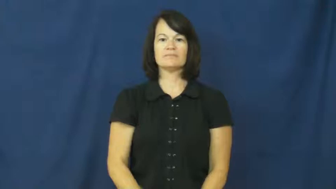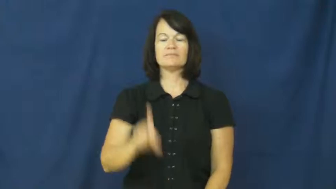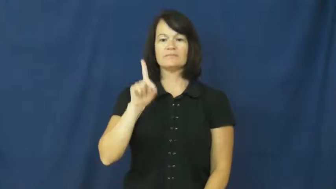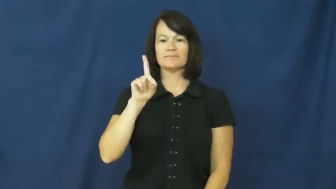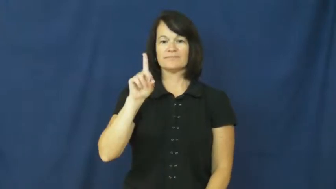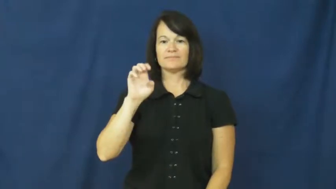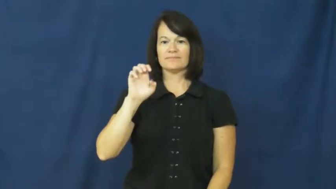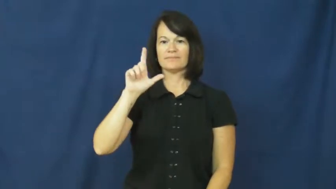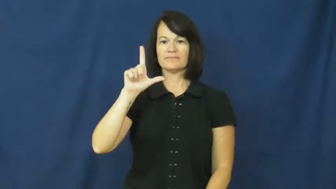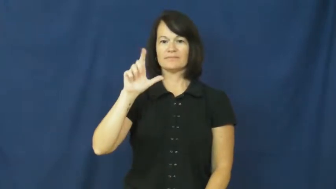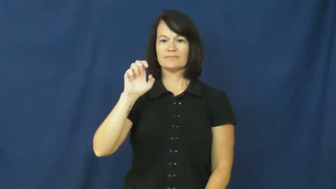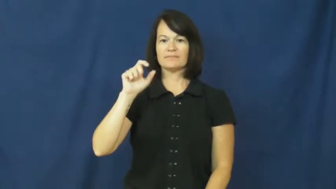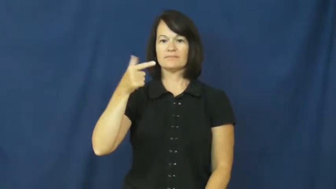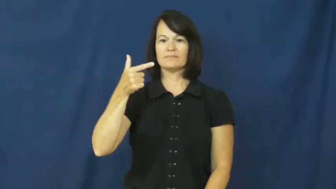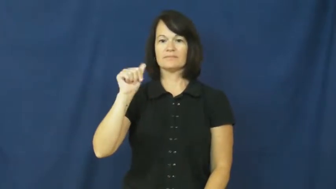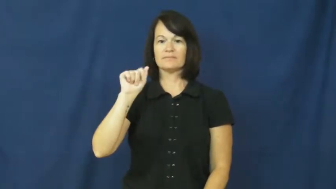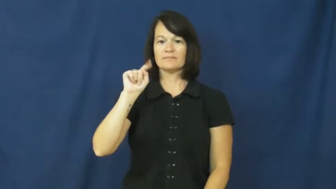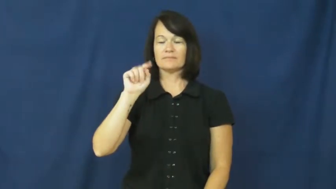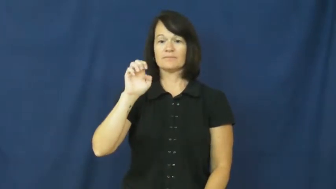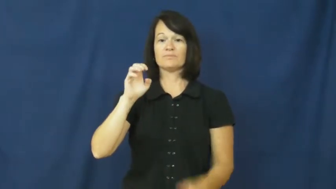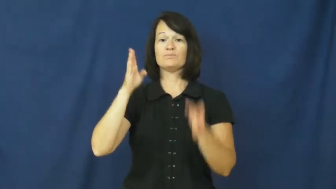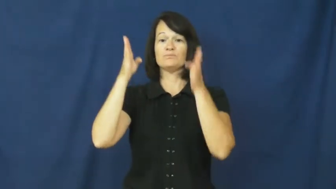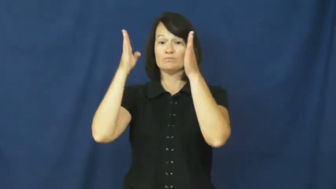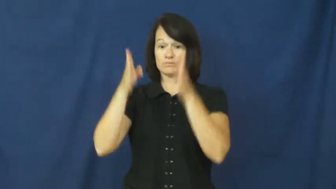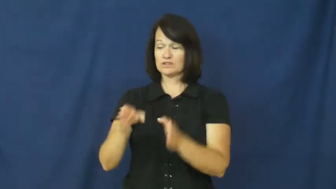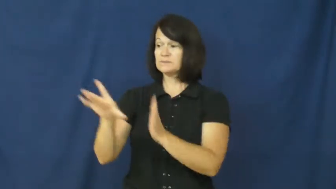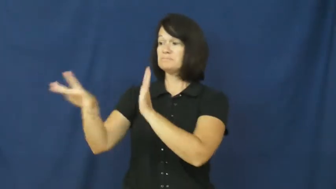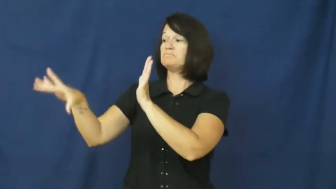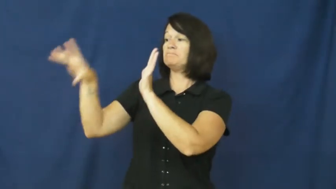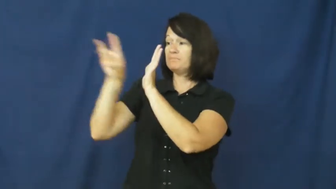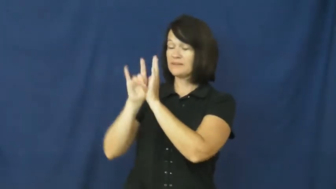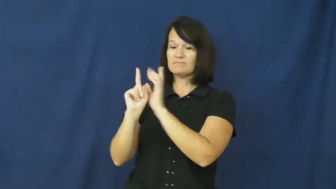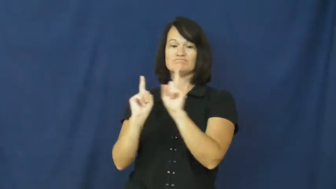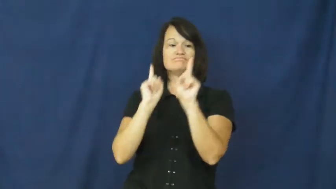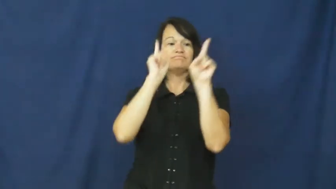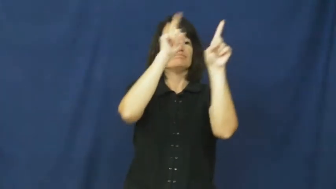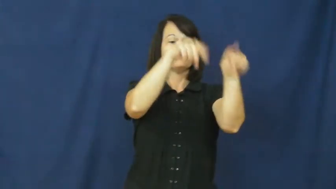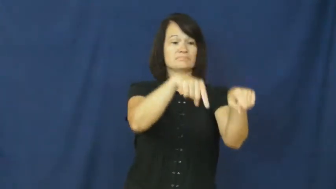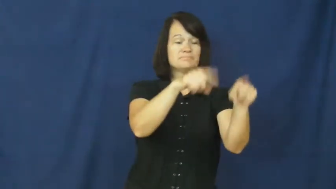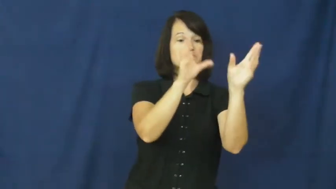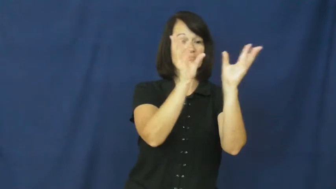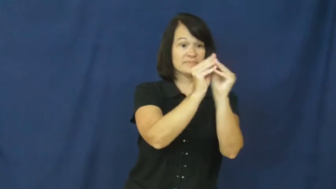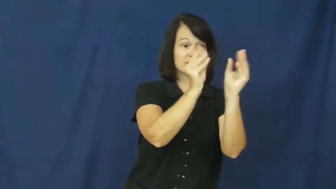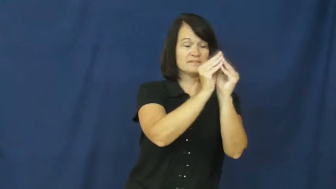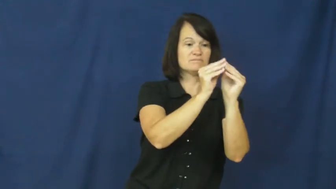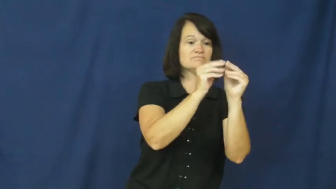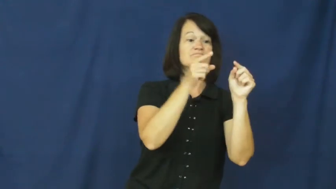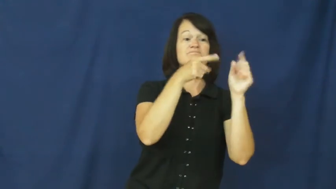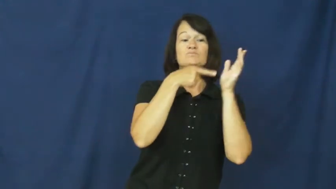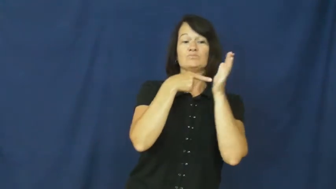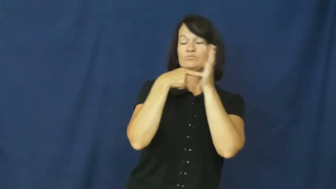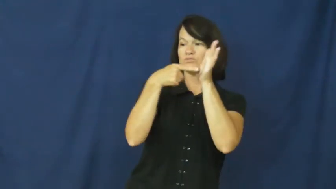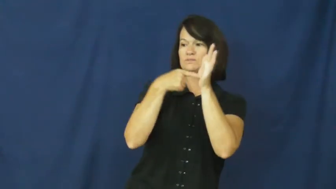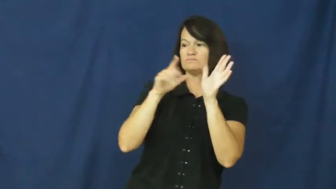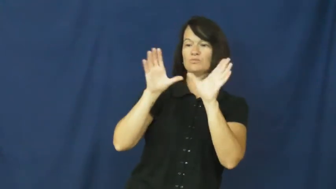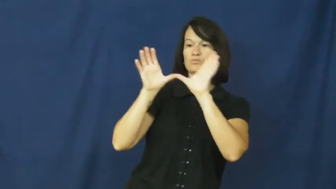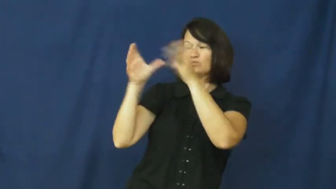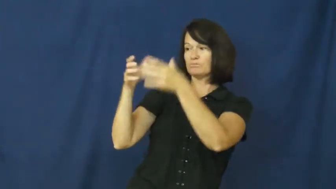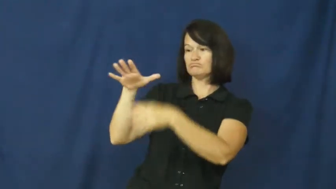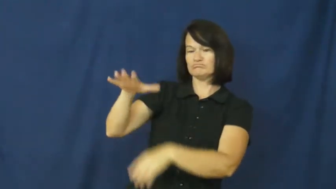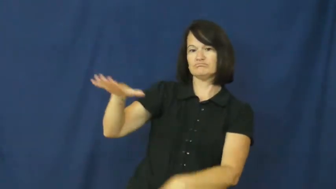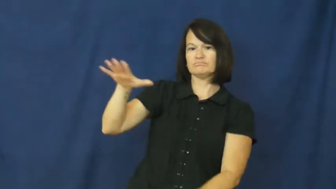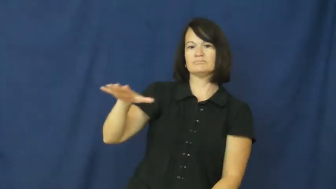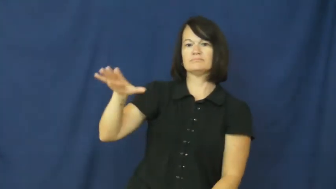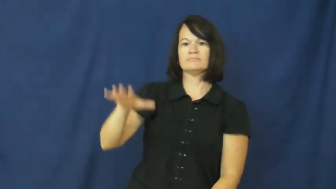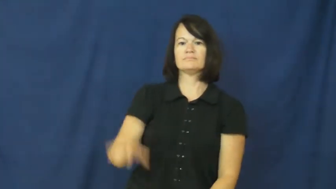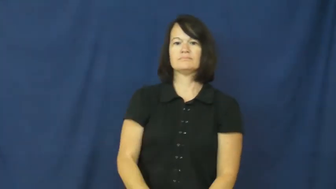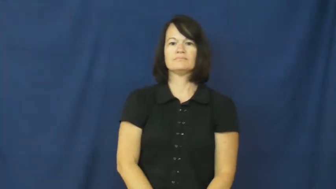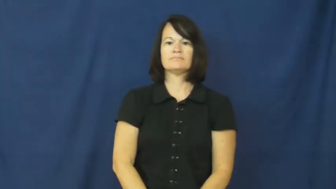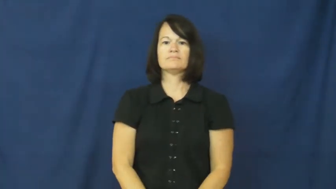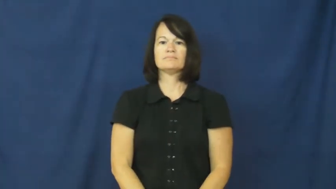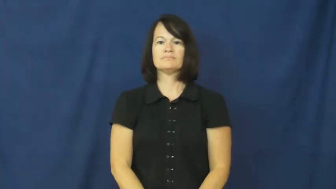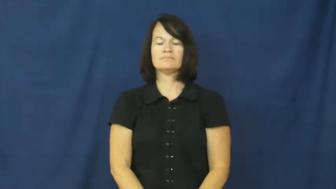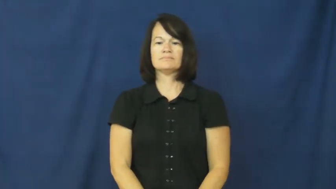delegate-person